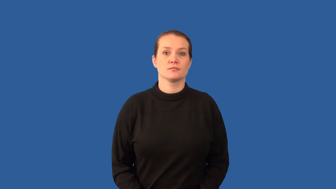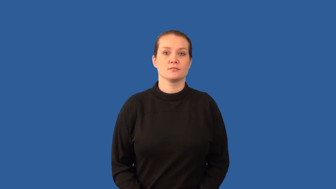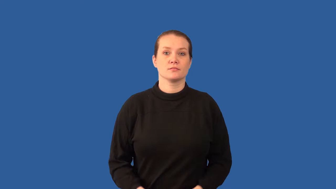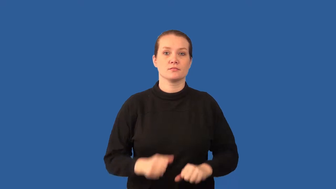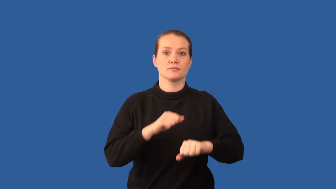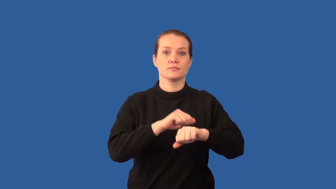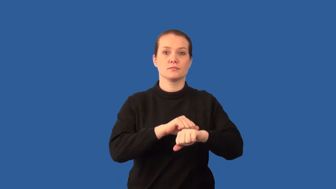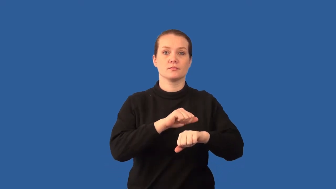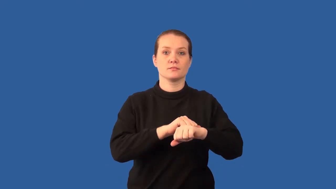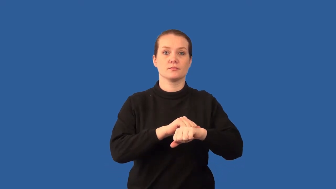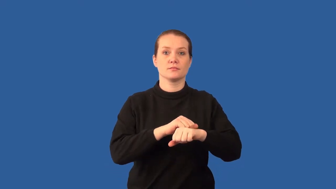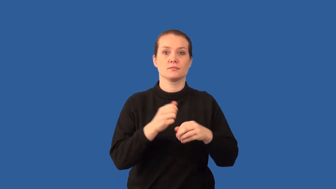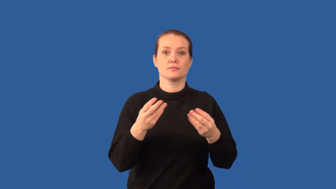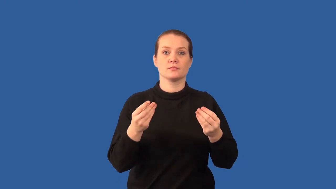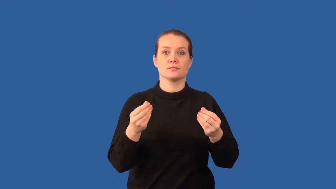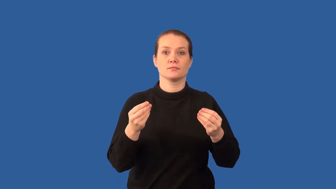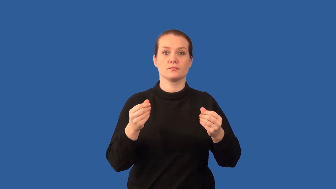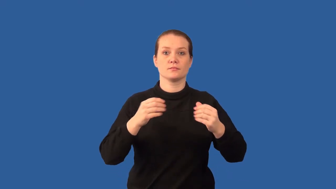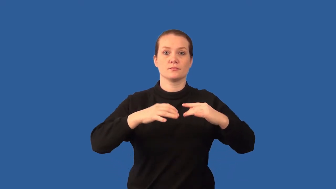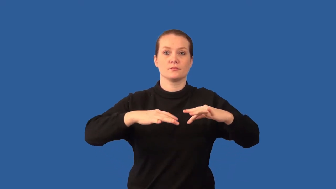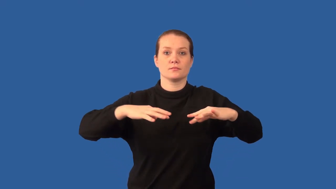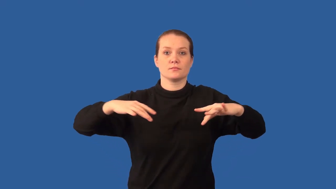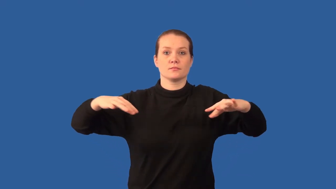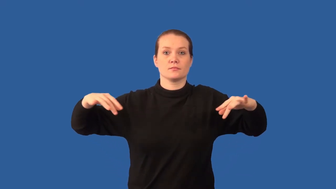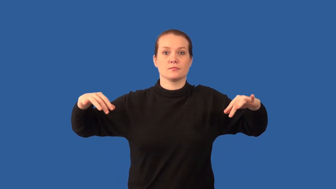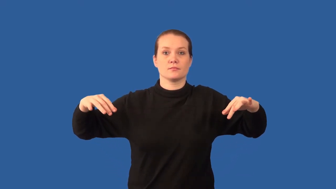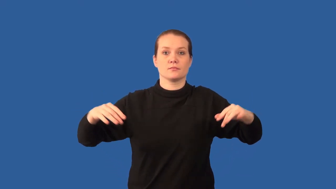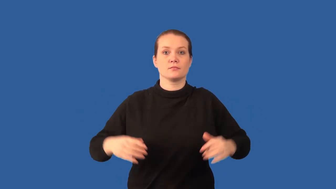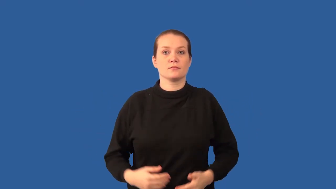deposition-soil